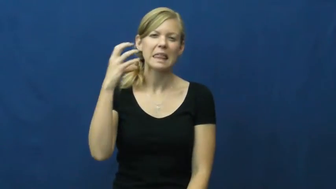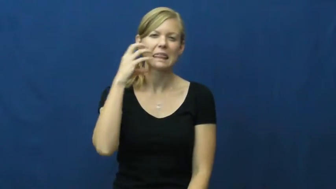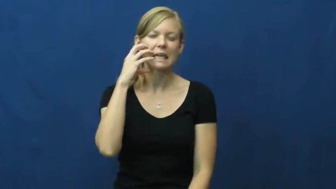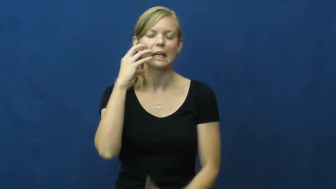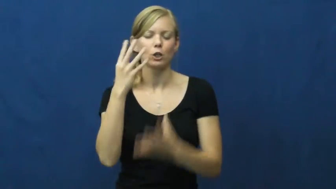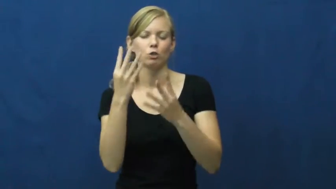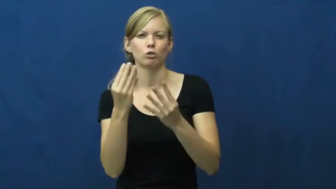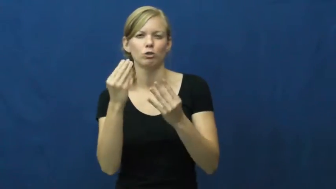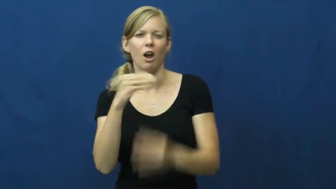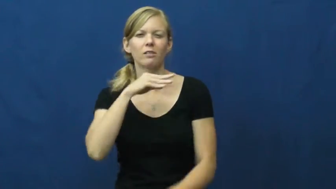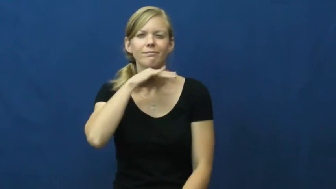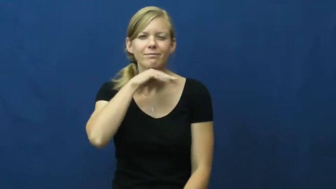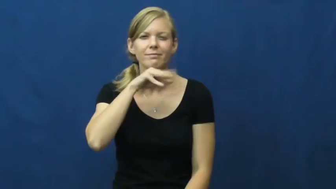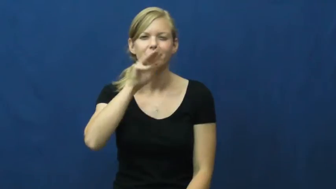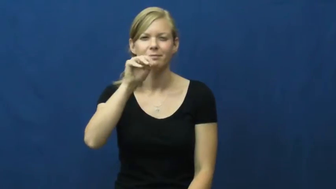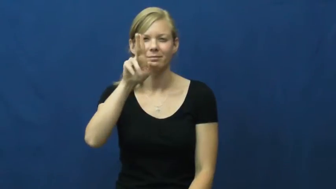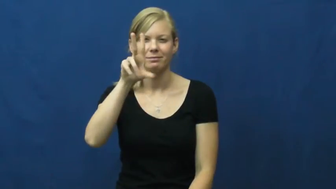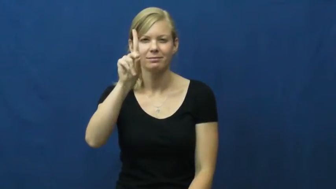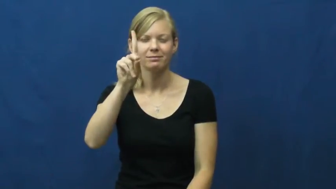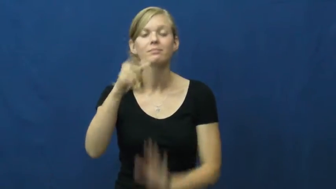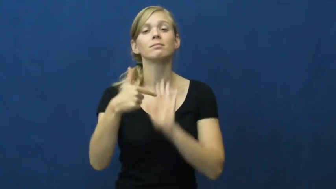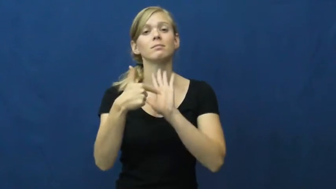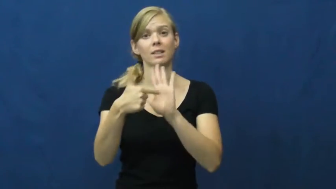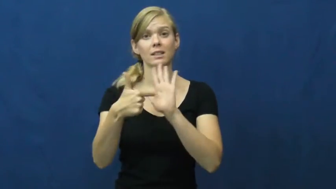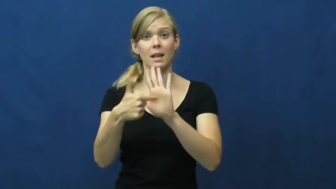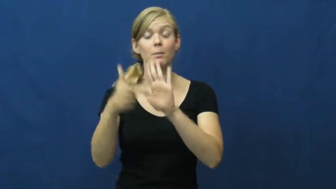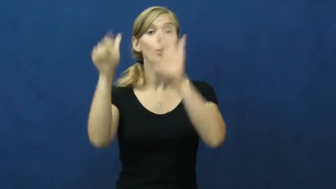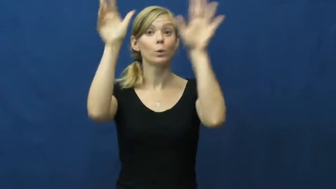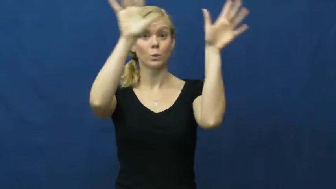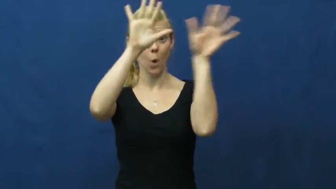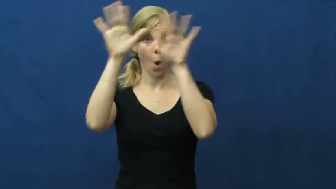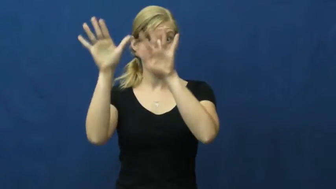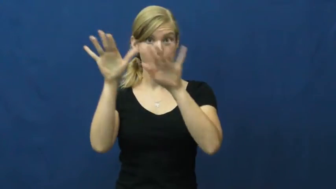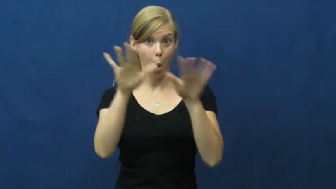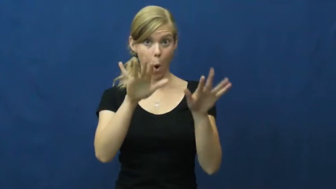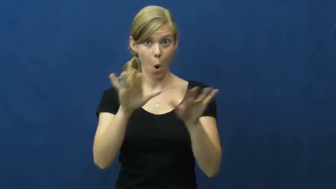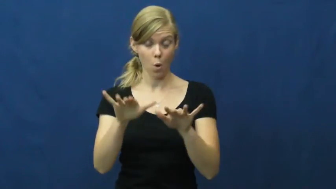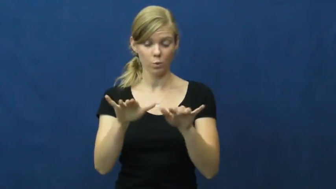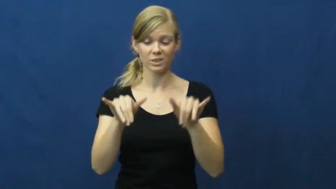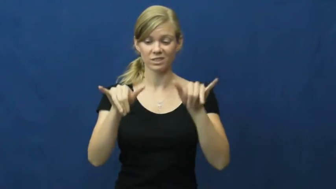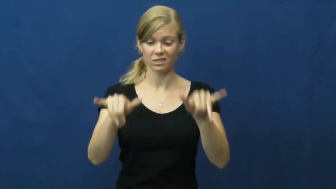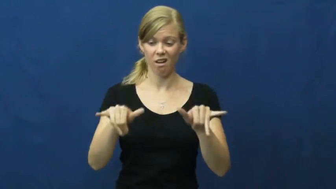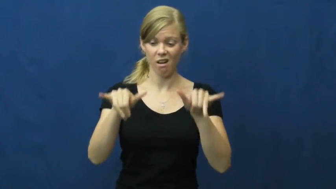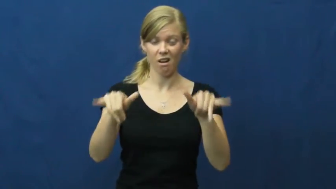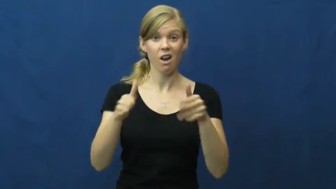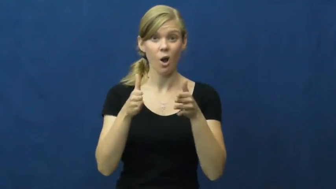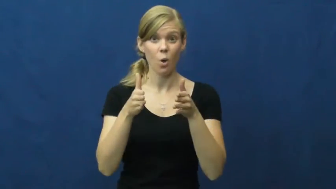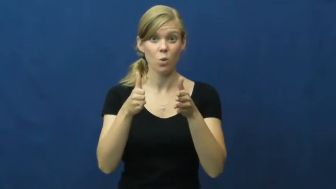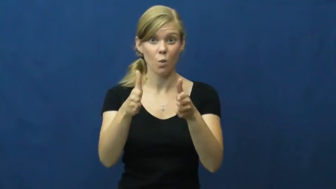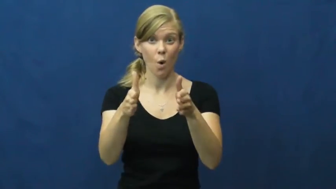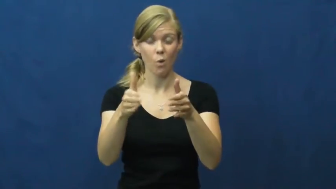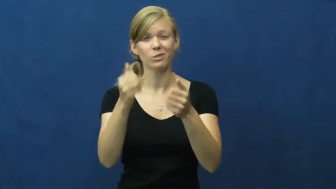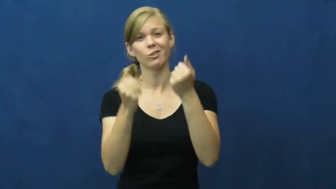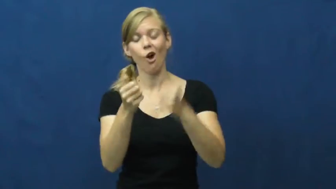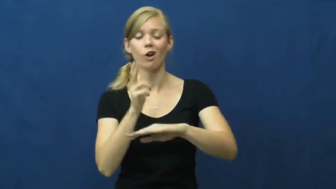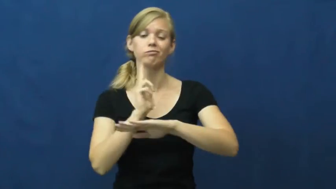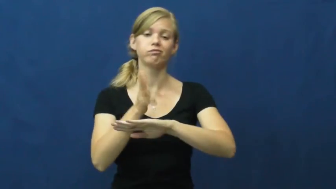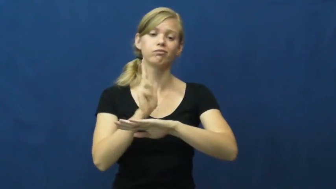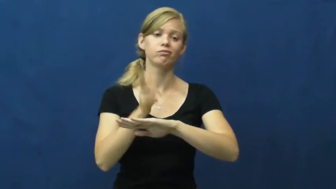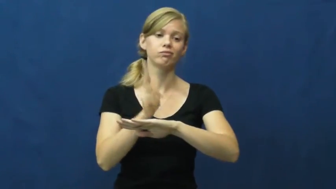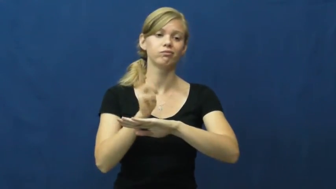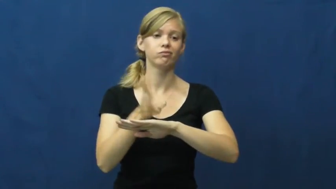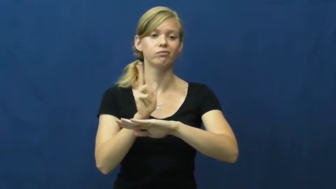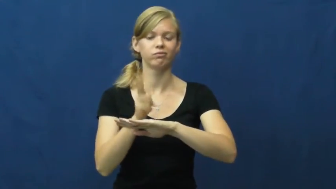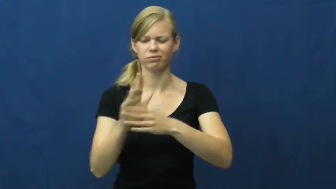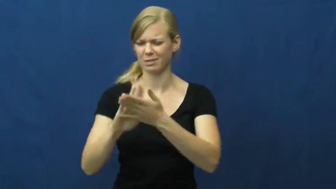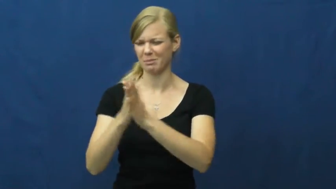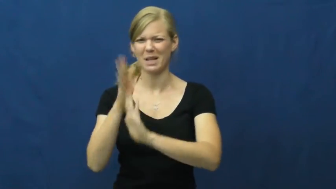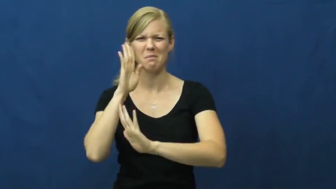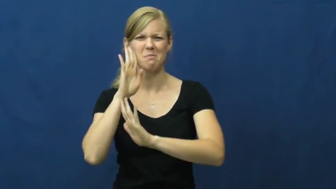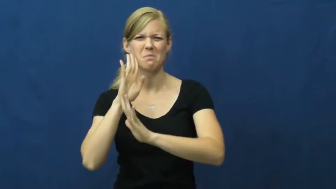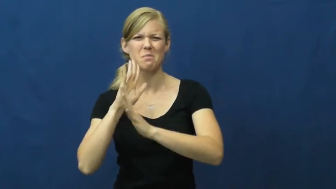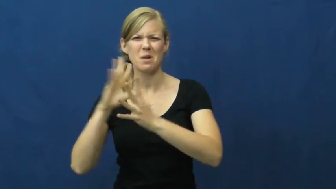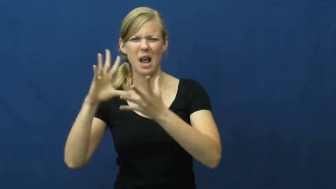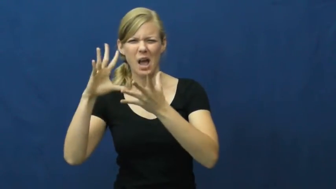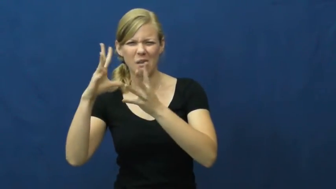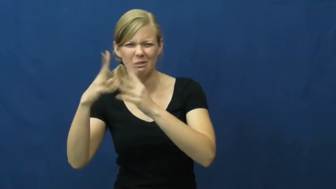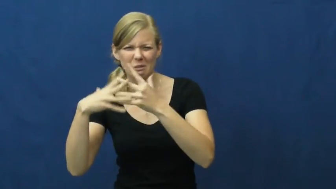sludge